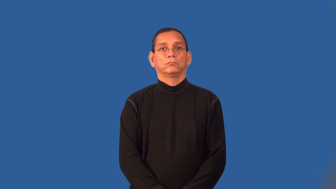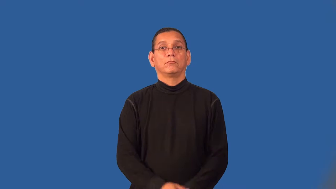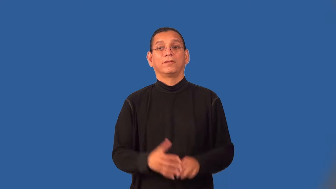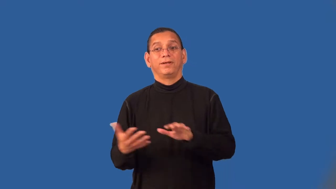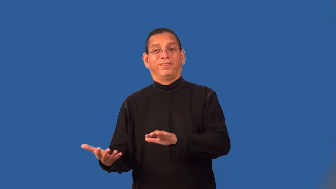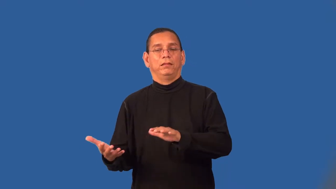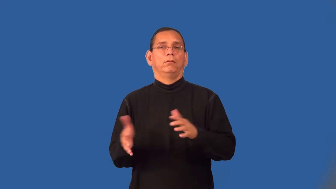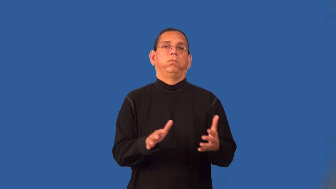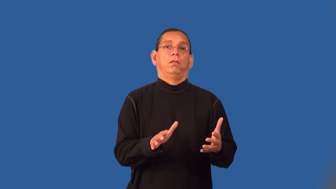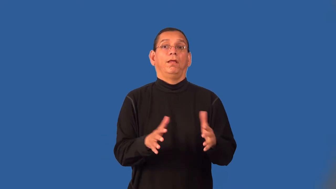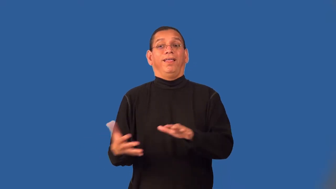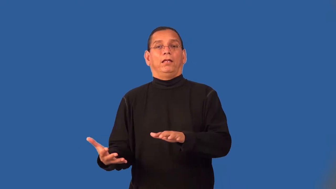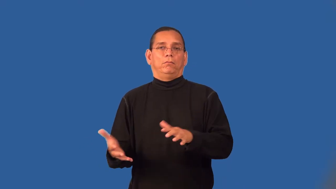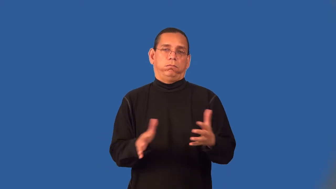spotty,patchy,streaky,temperamental-inconsistent